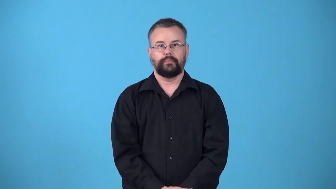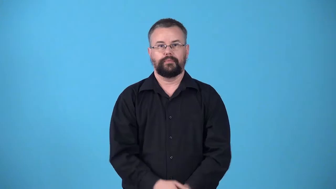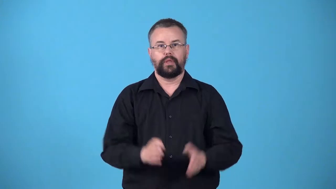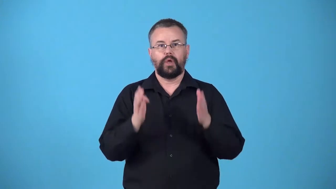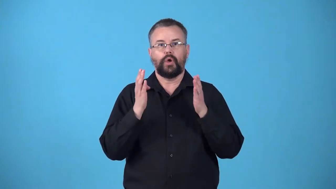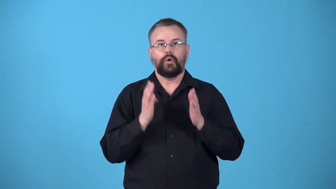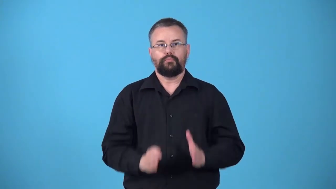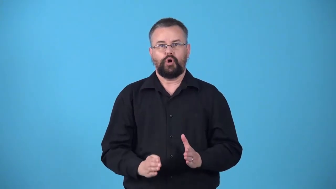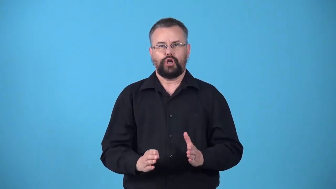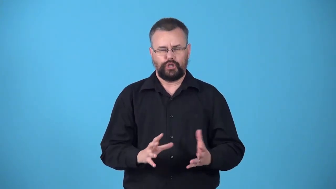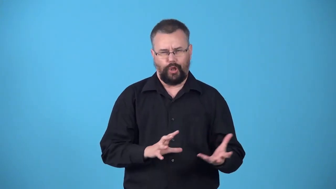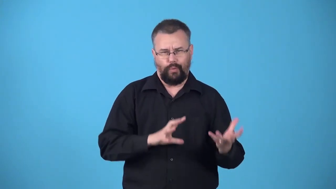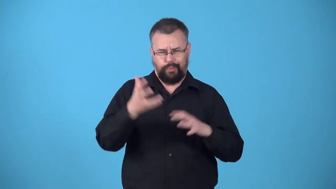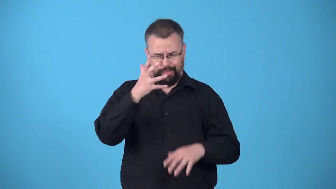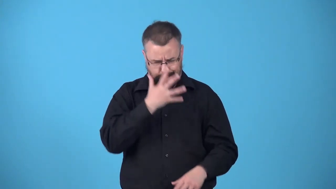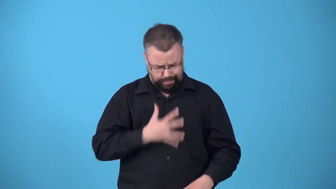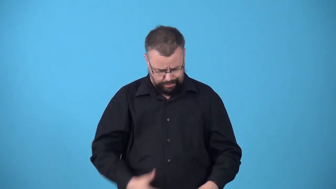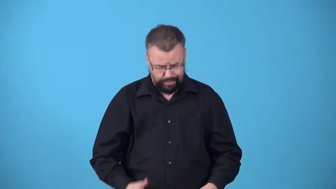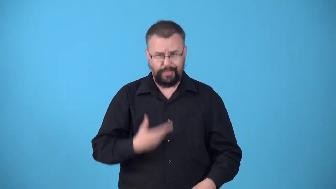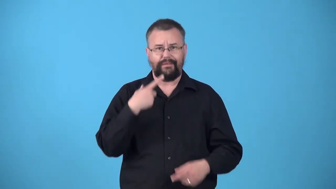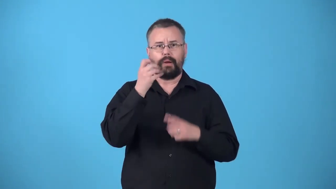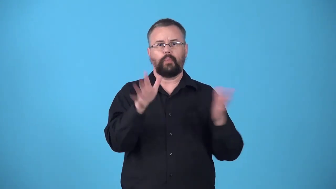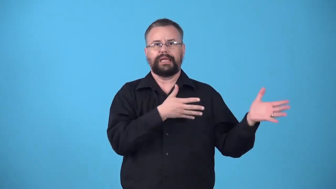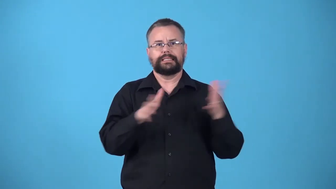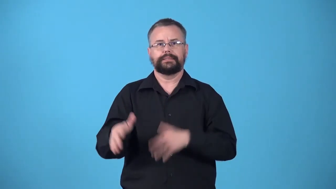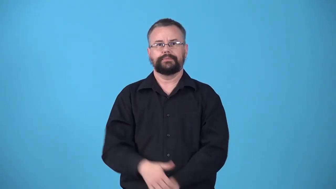windswept